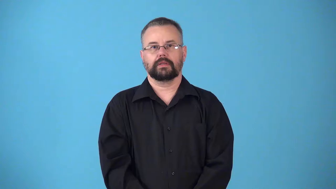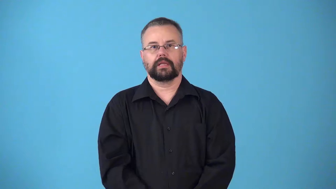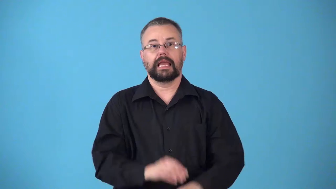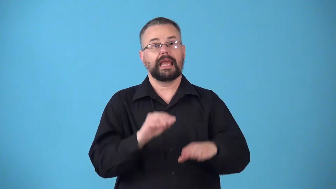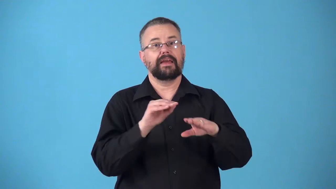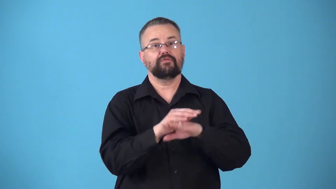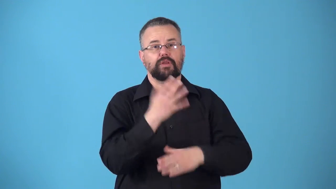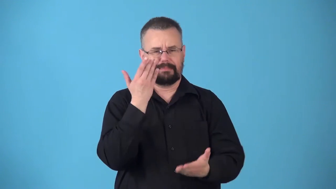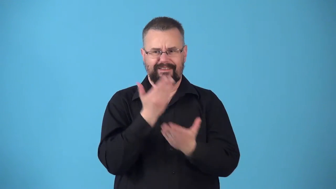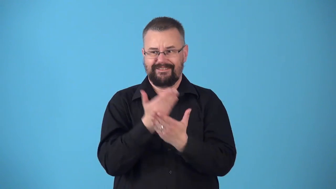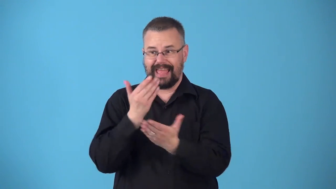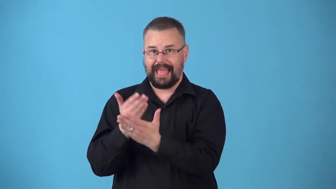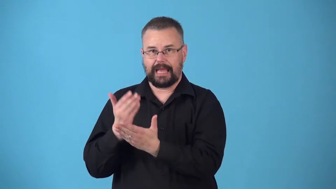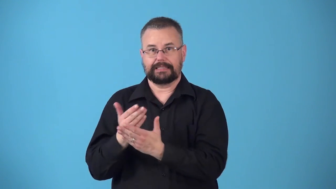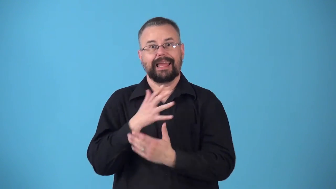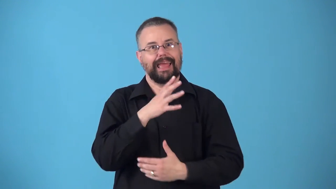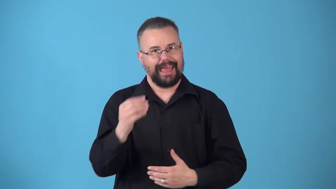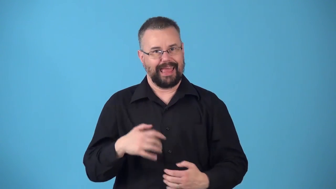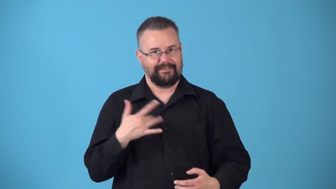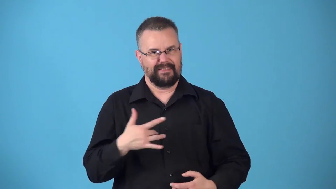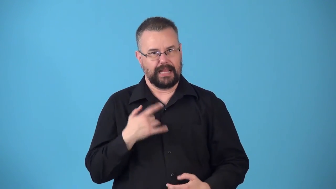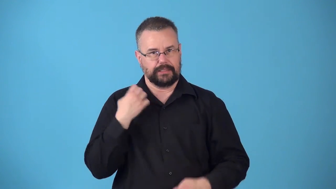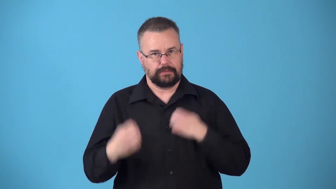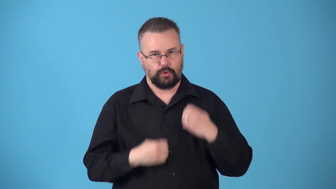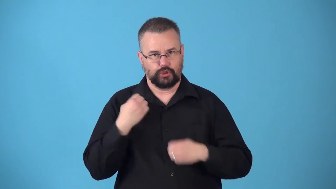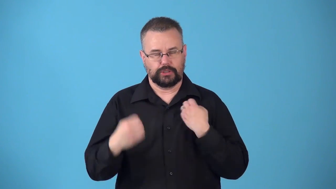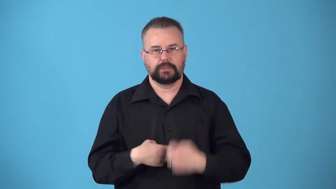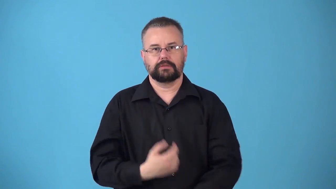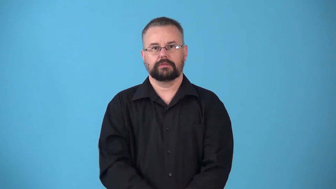nonobjective